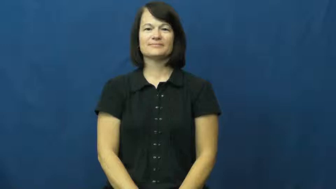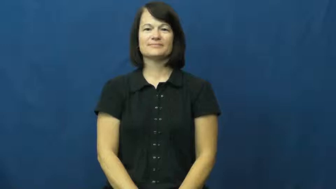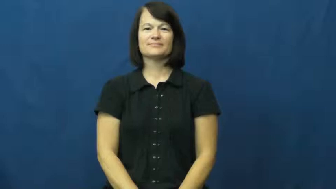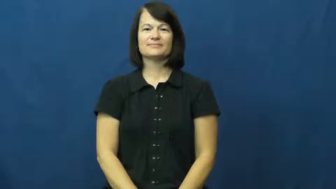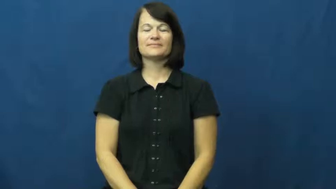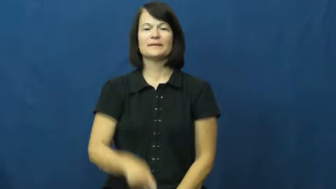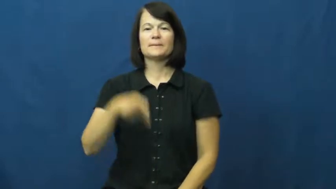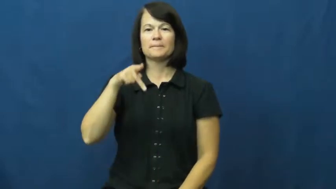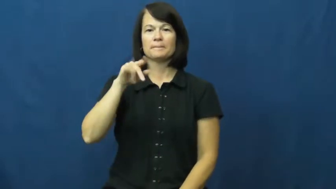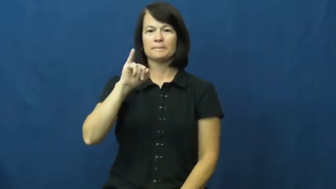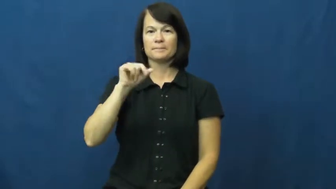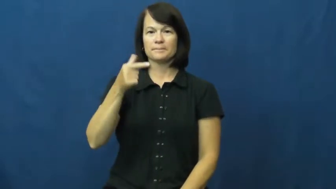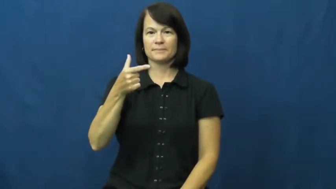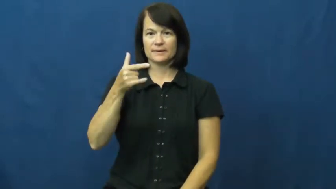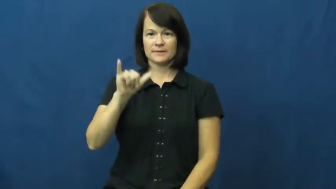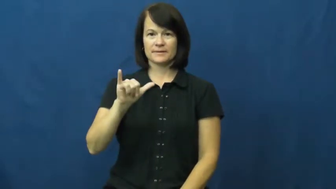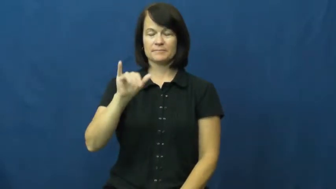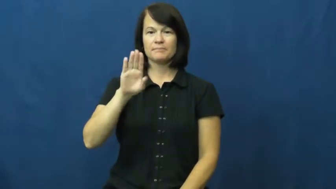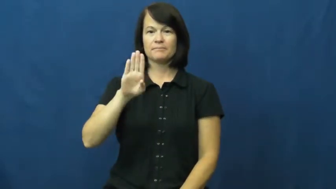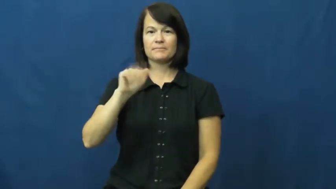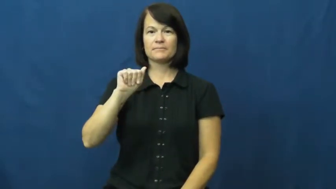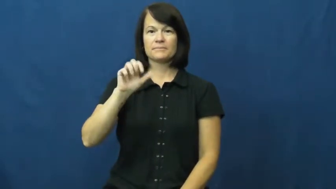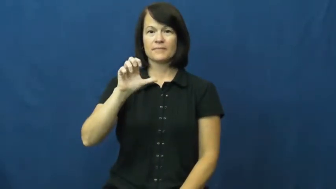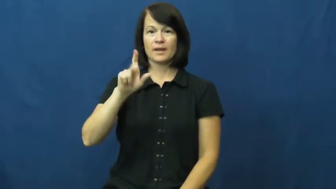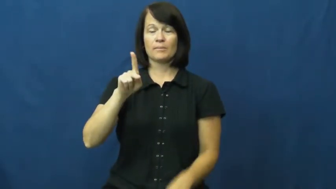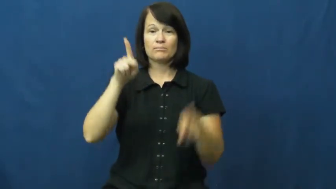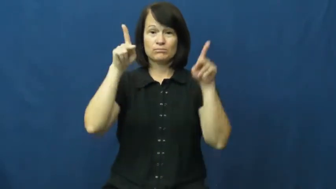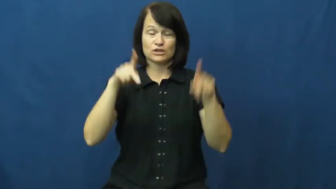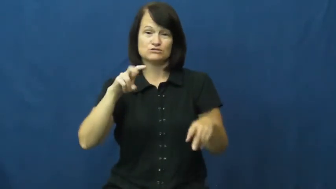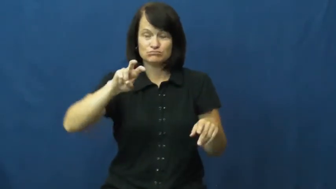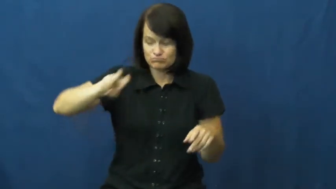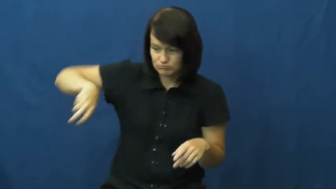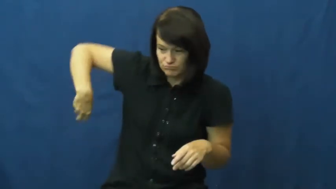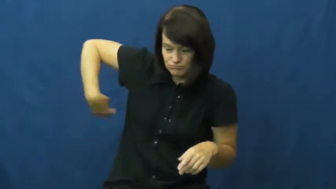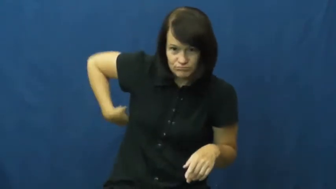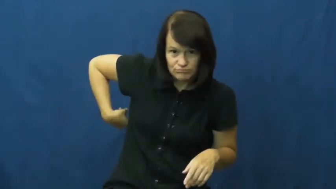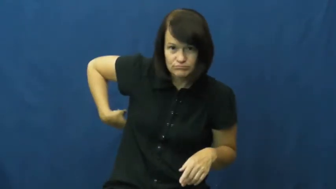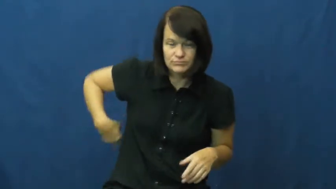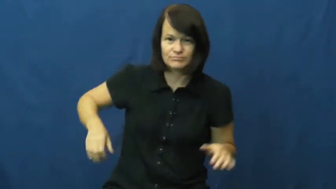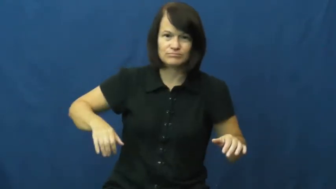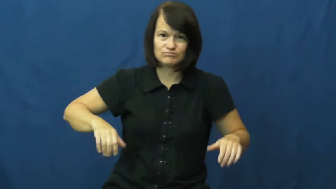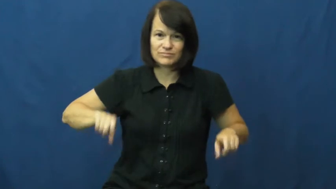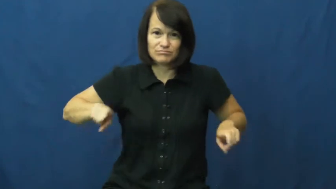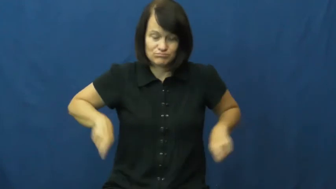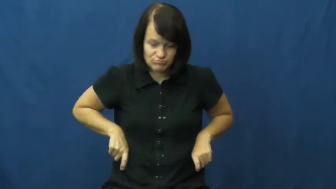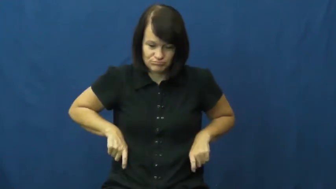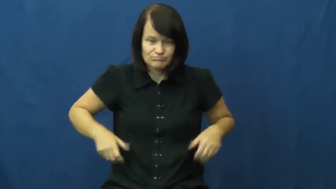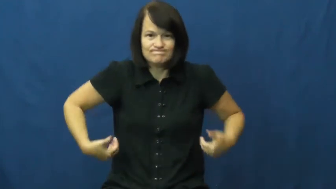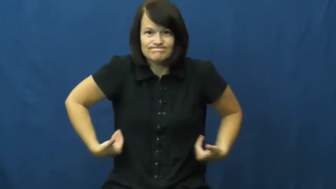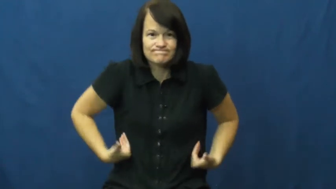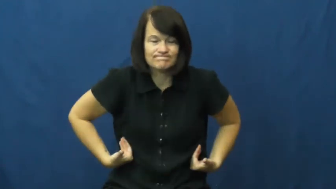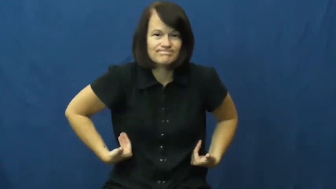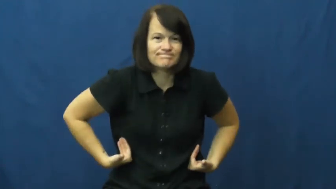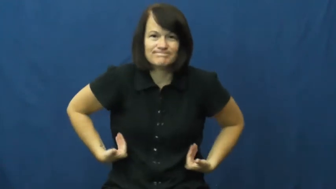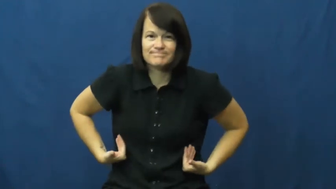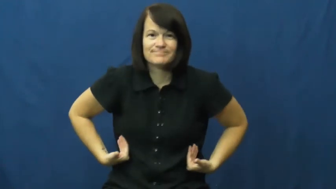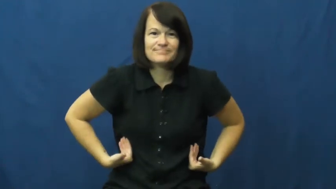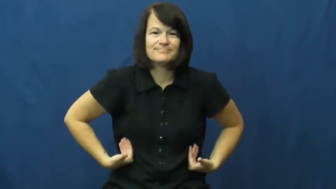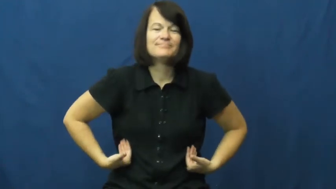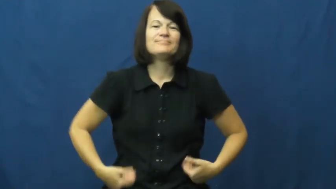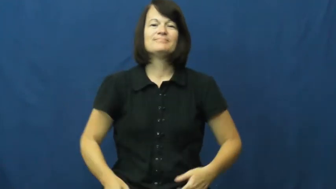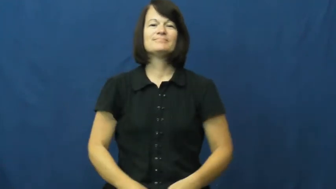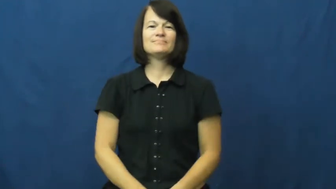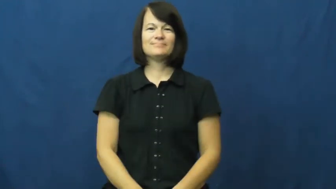piggy back